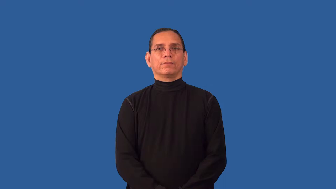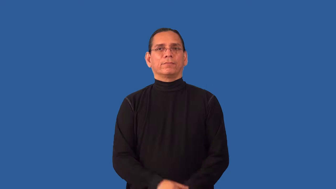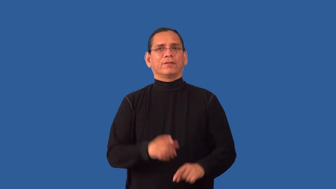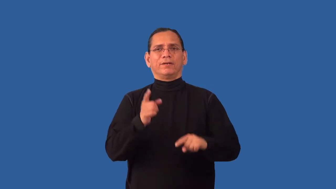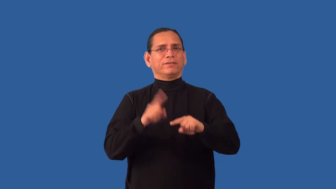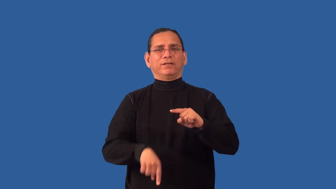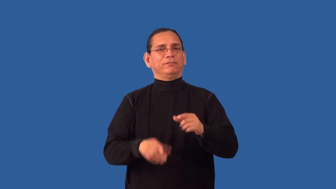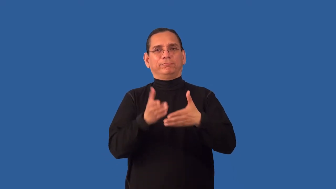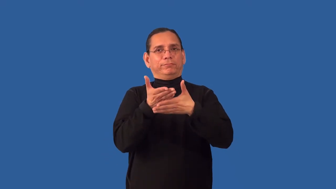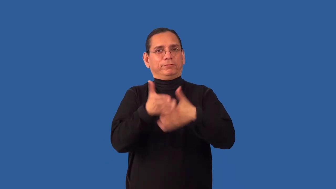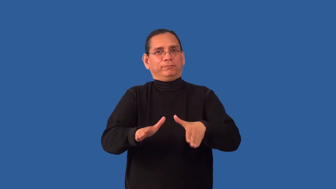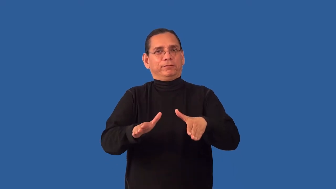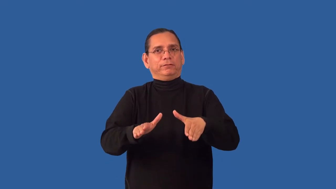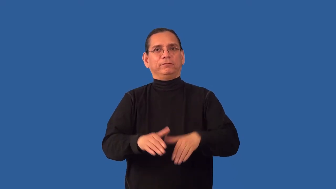indivisible